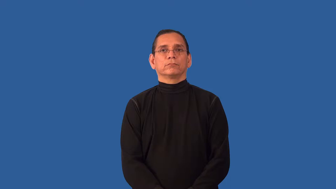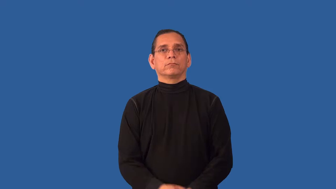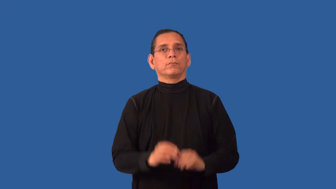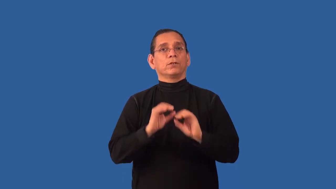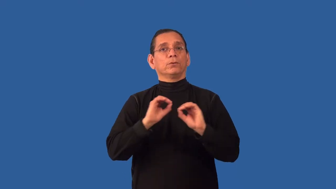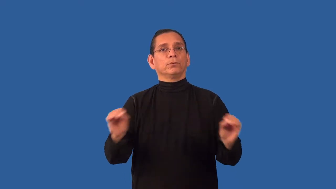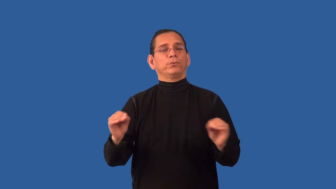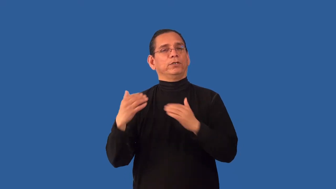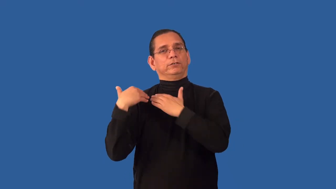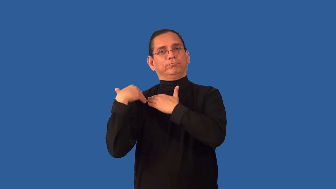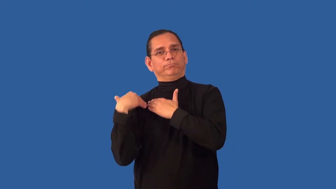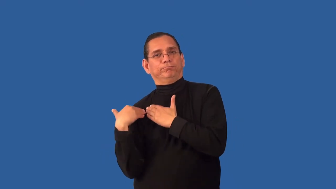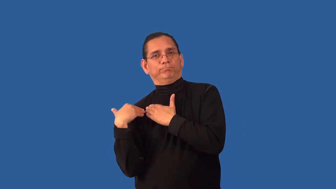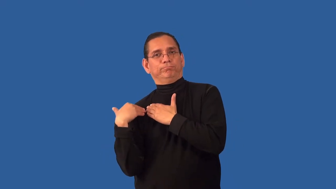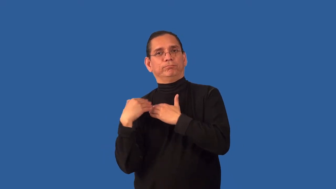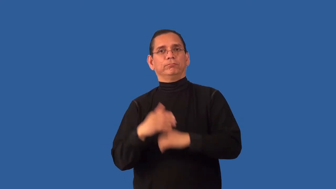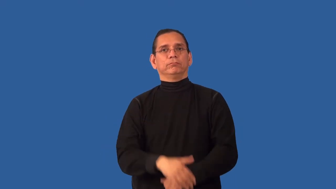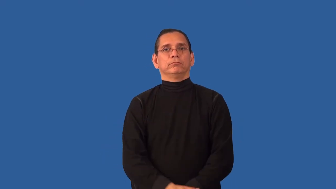unencumbered